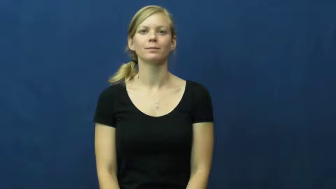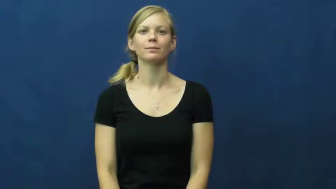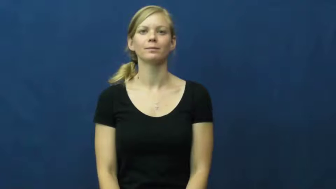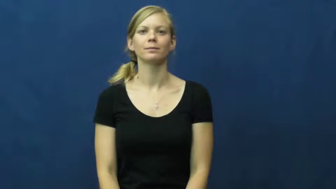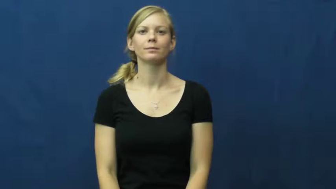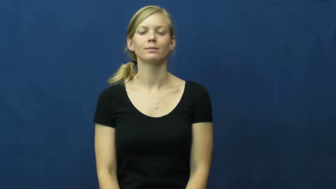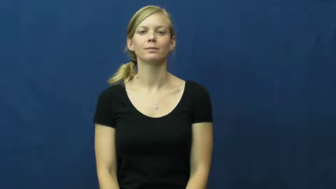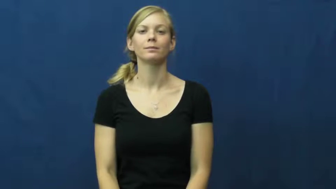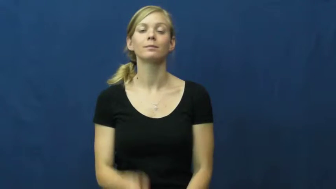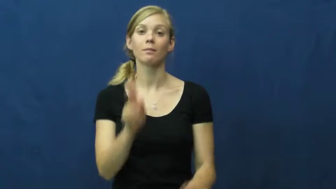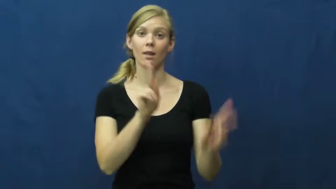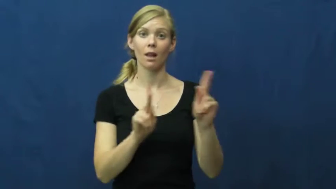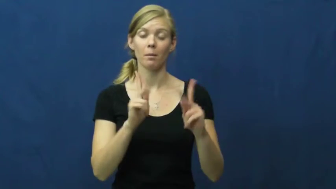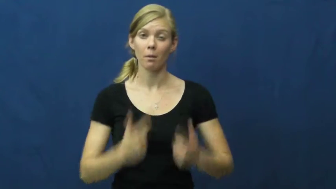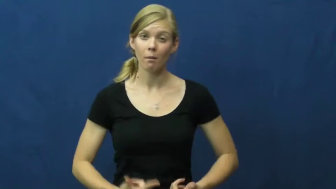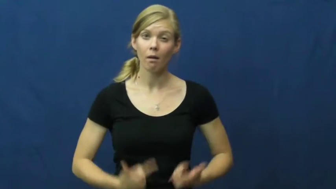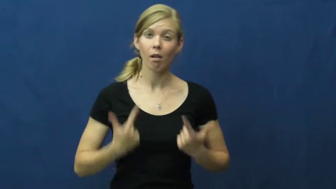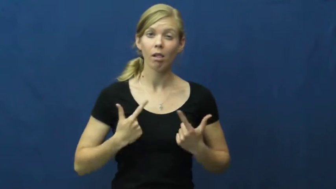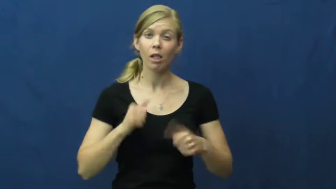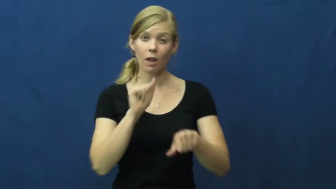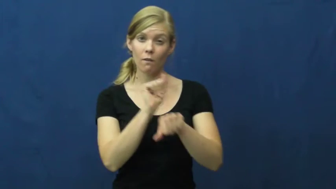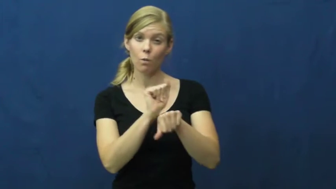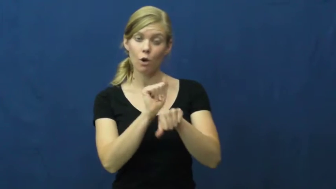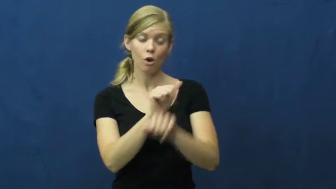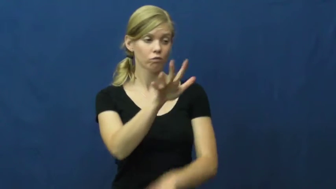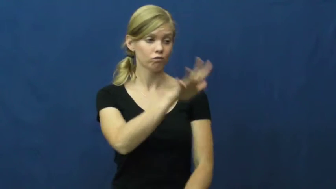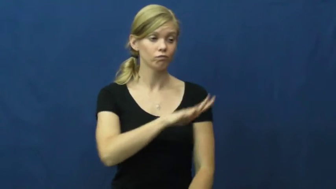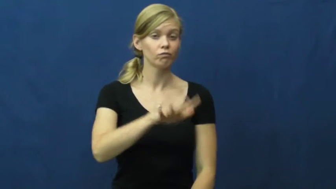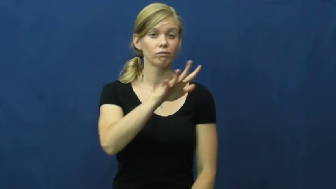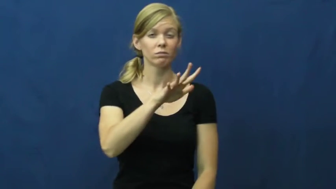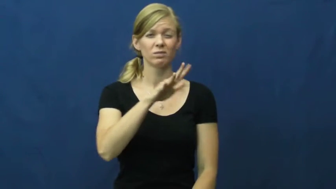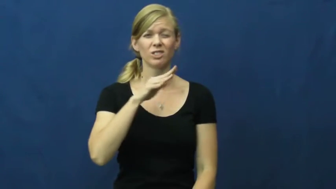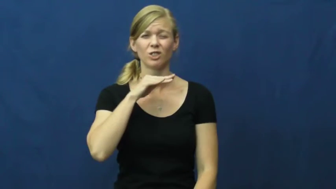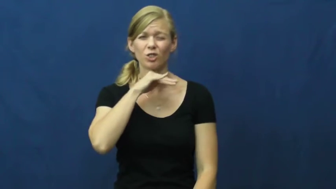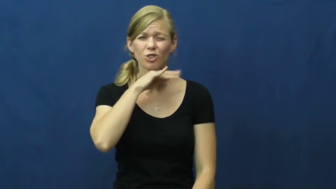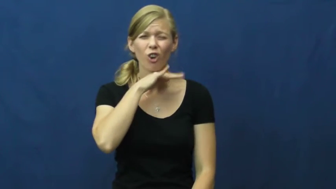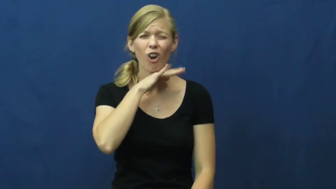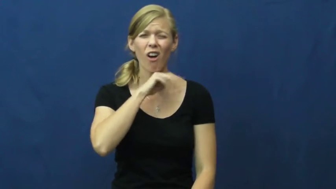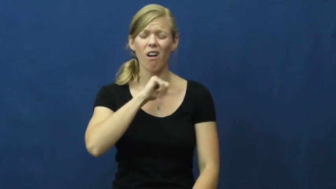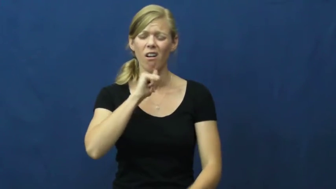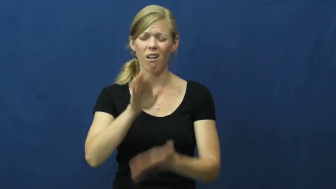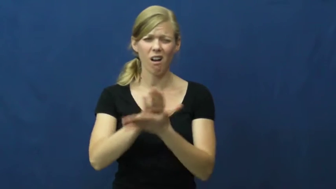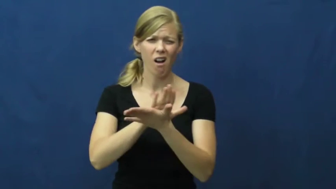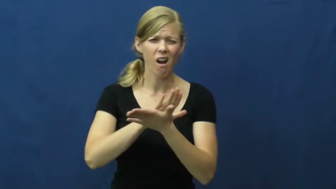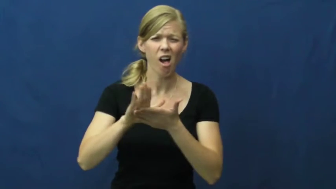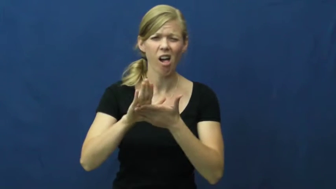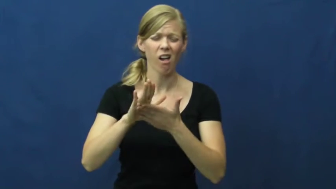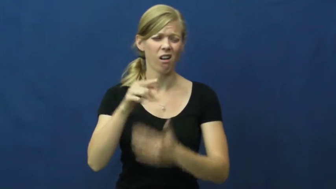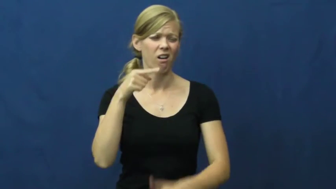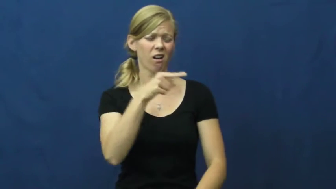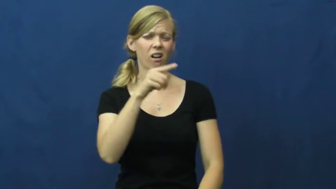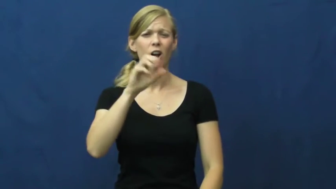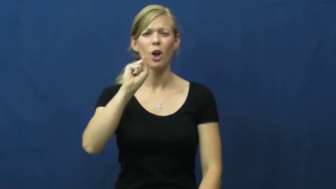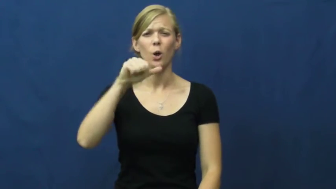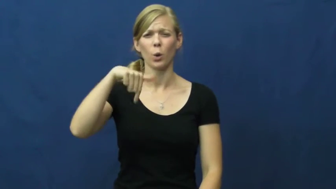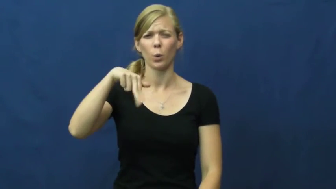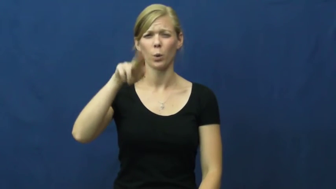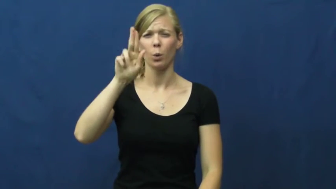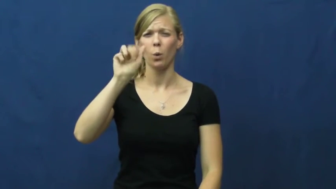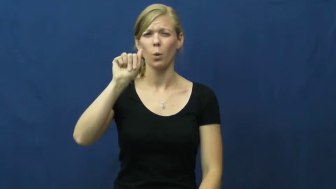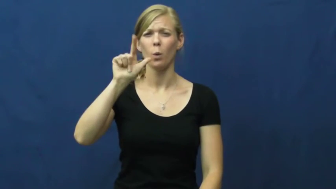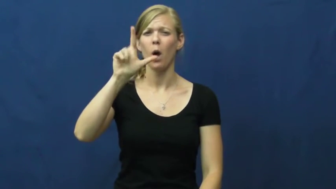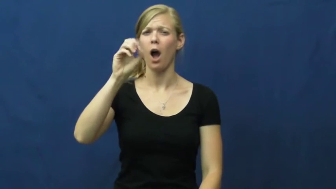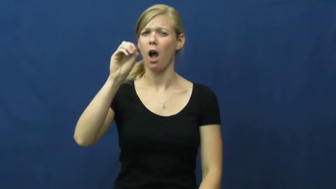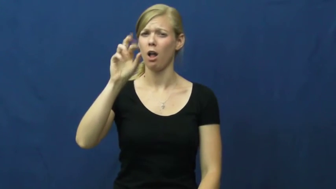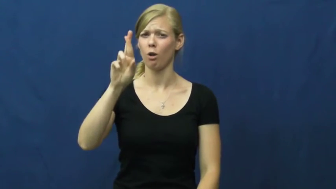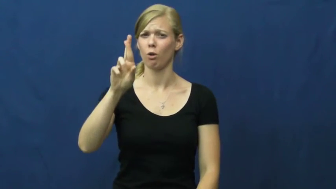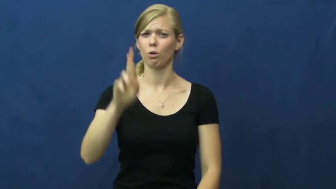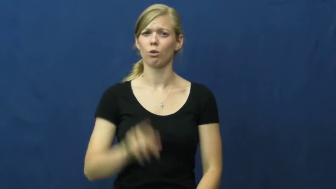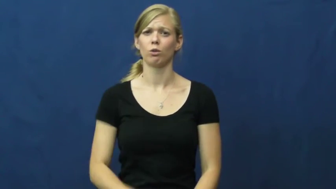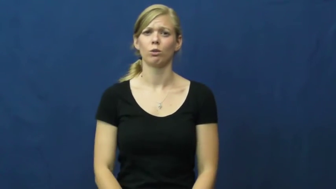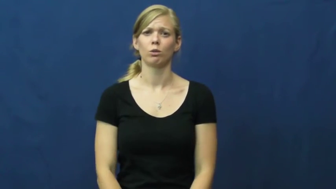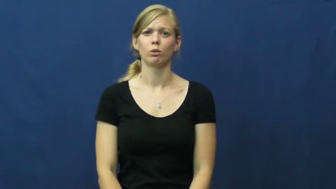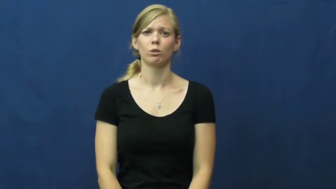squalor